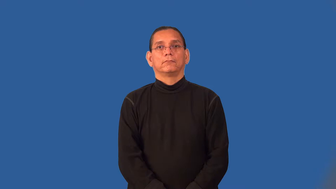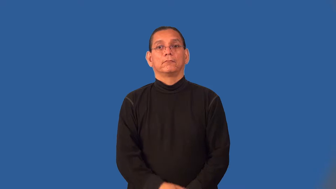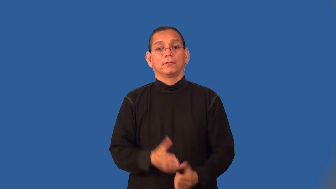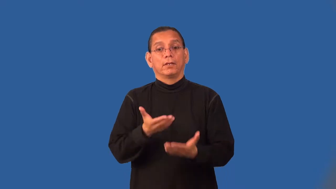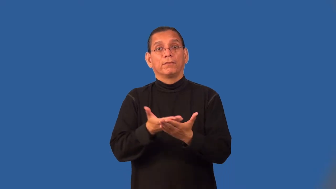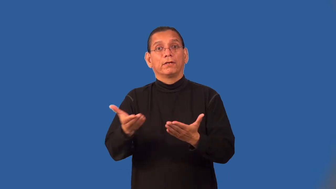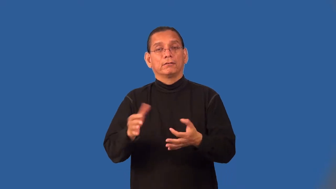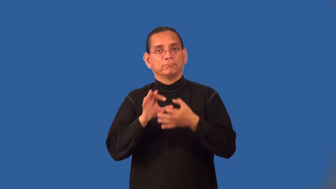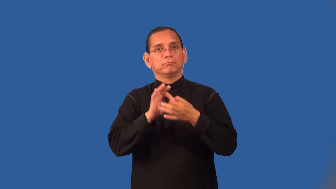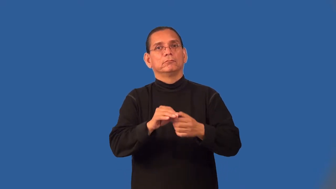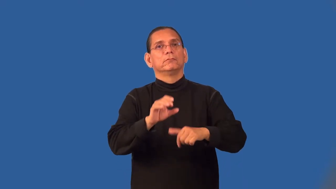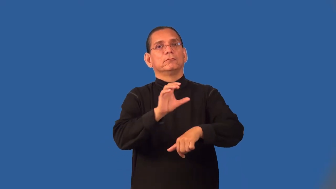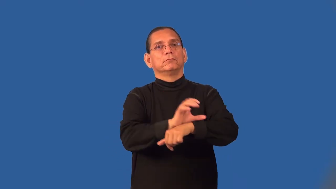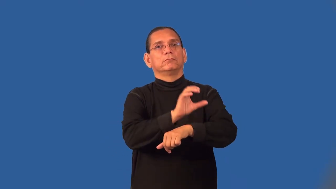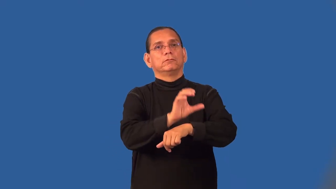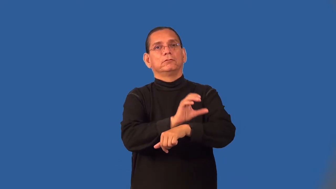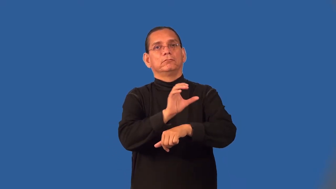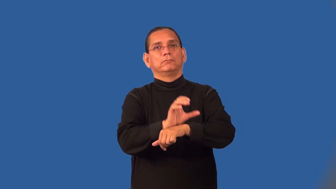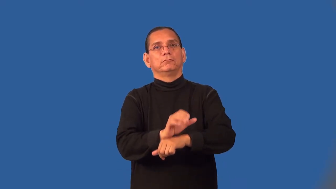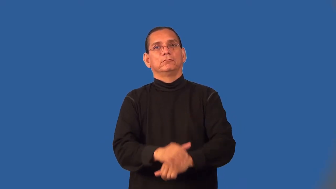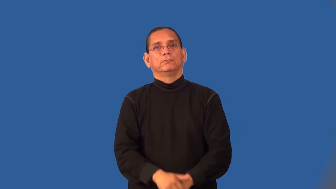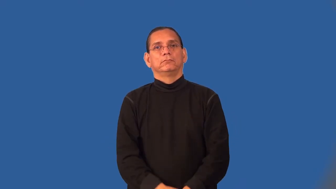peripheral-computer